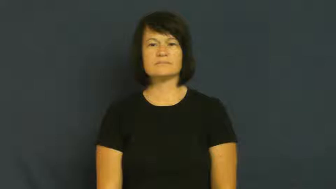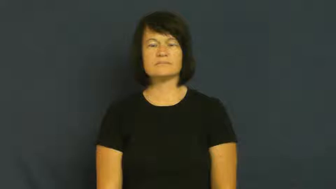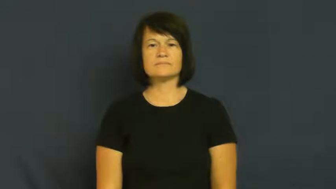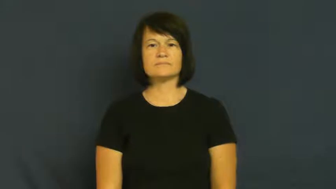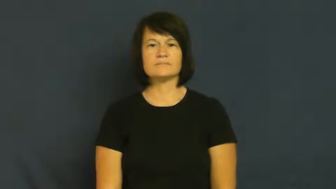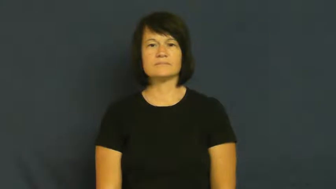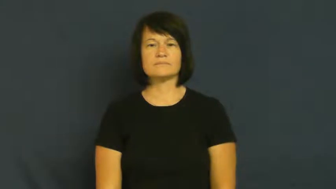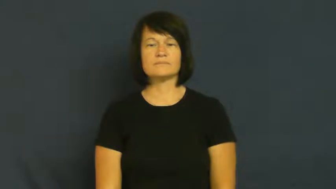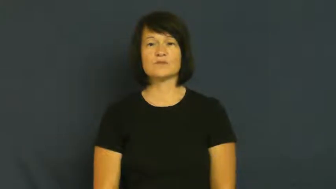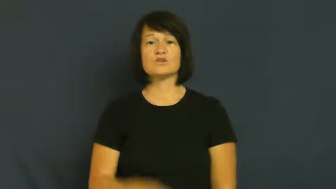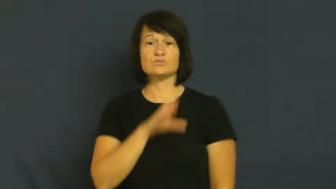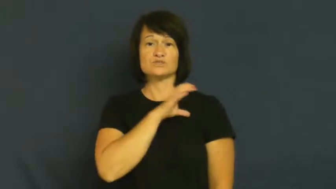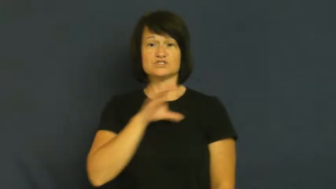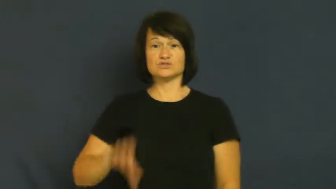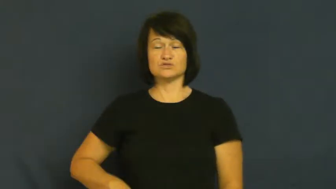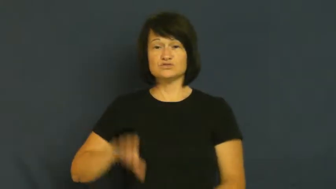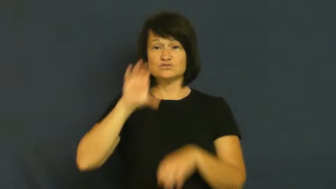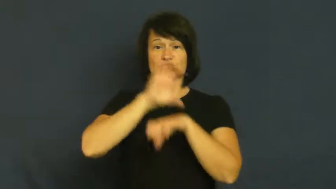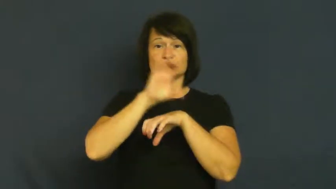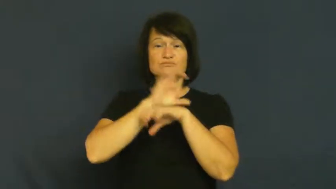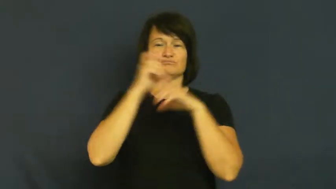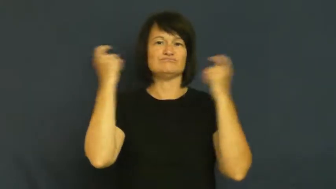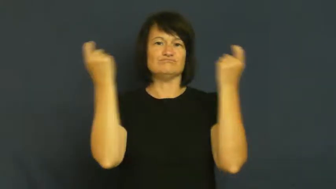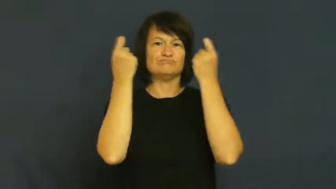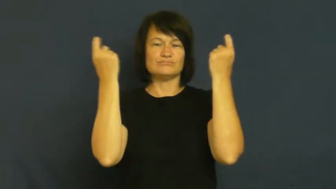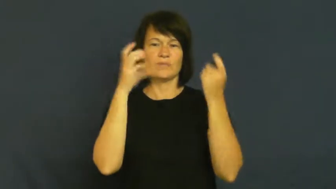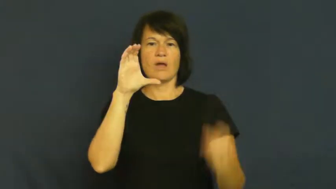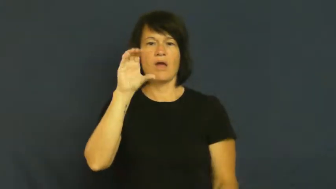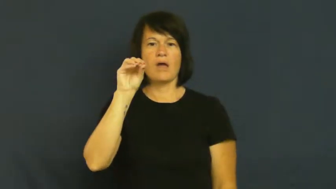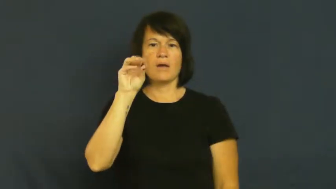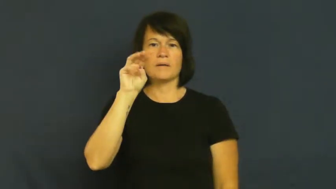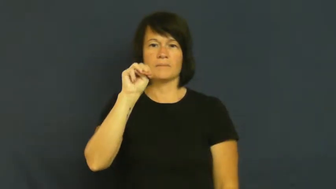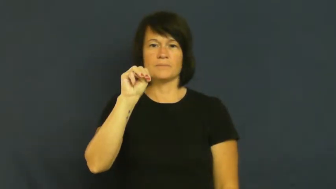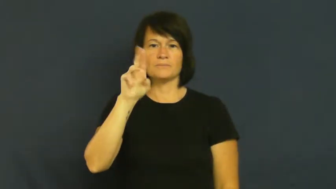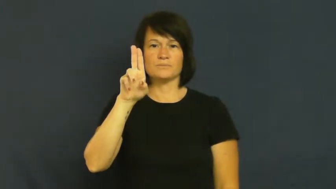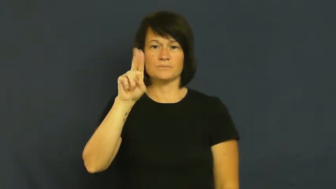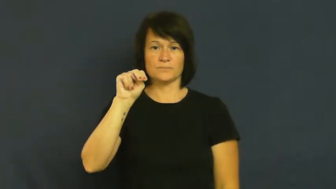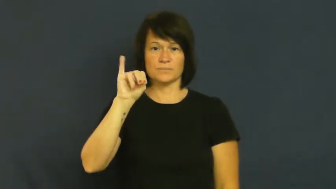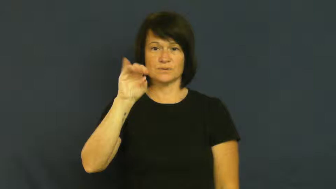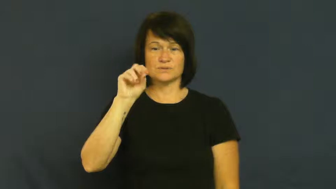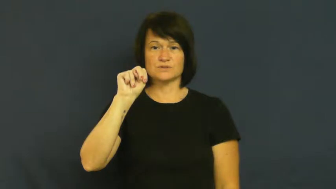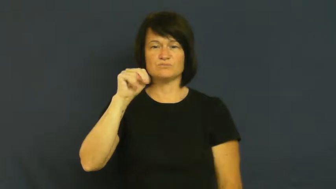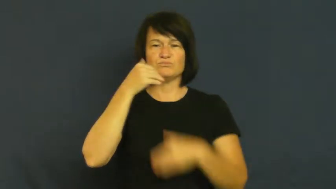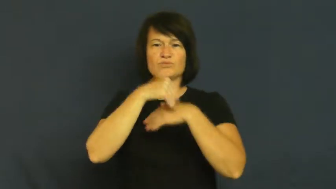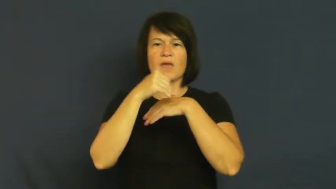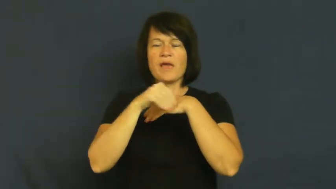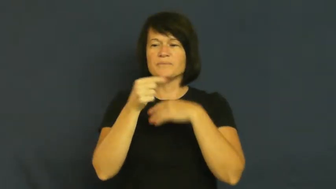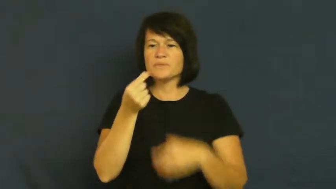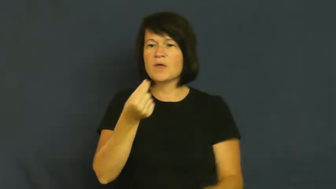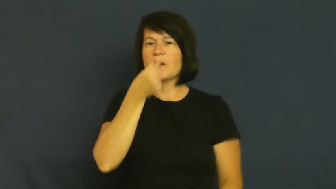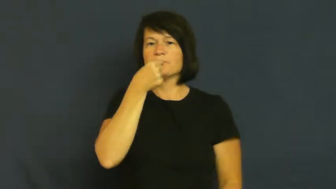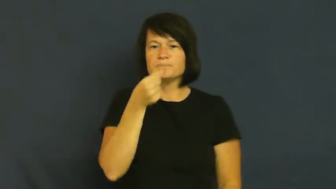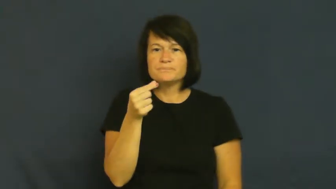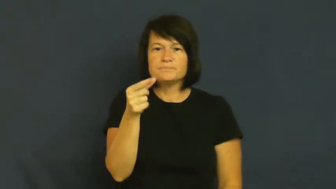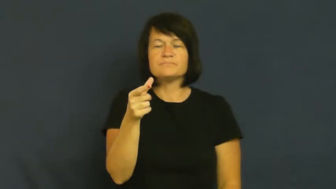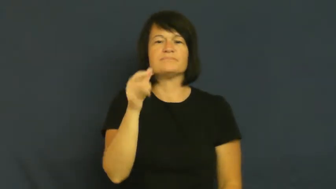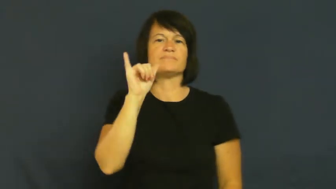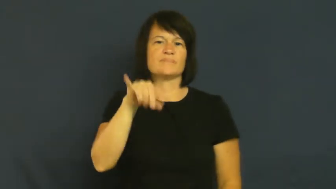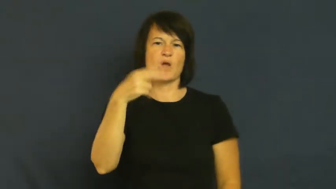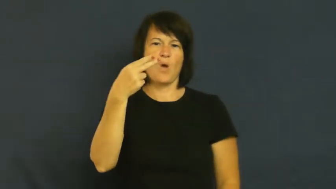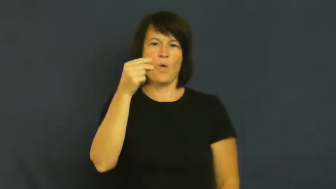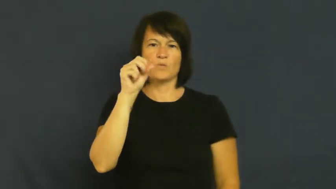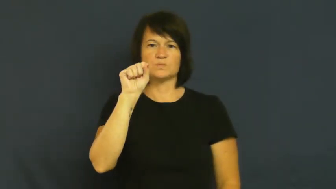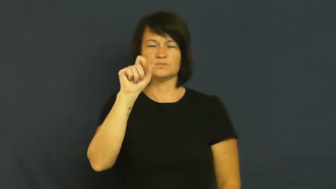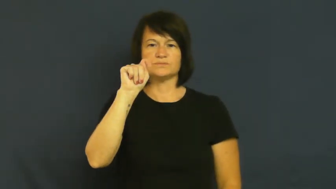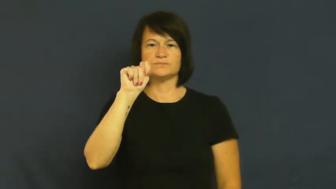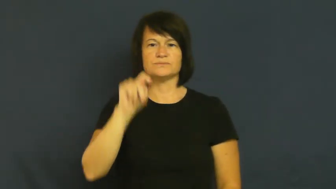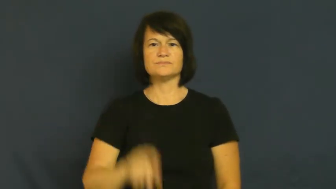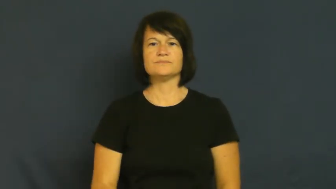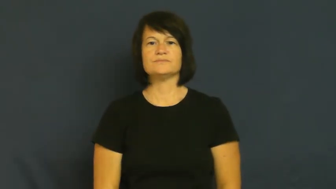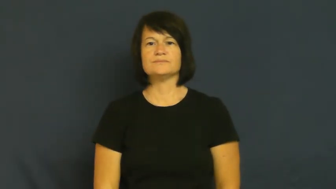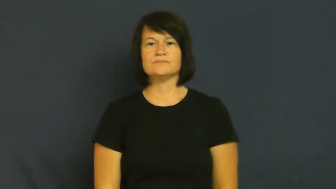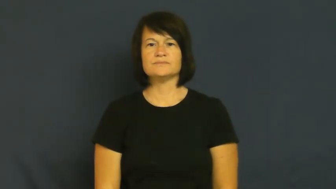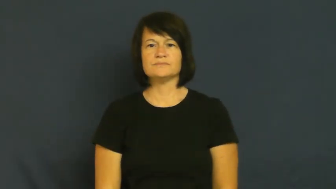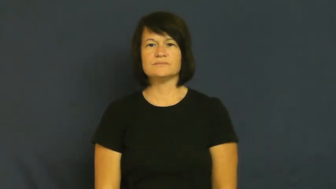host-church